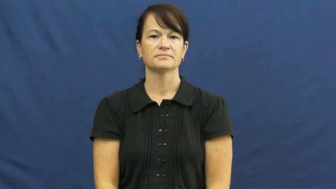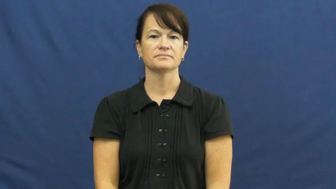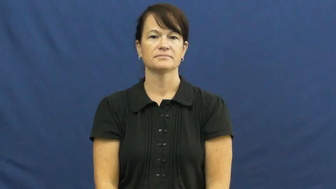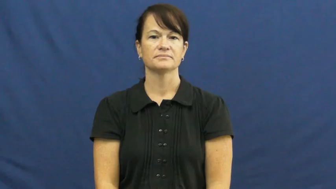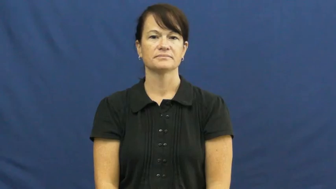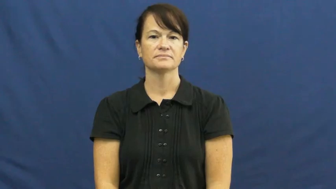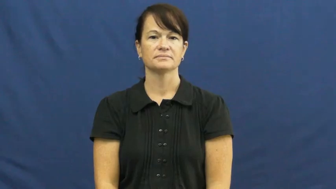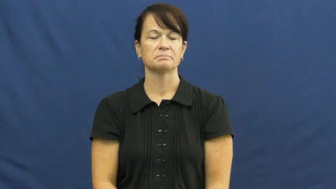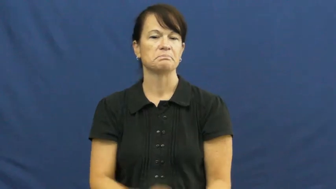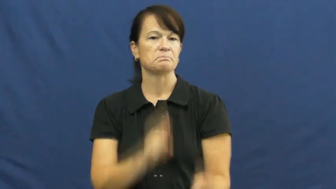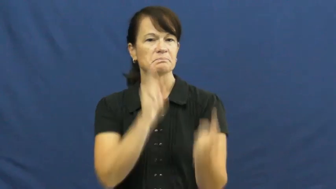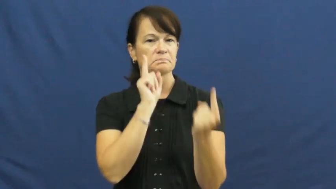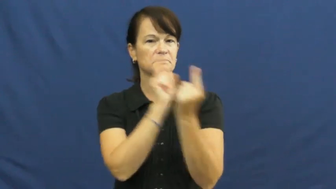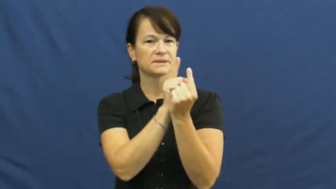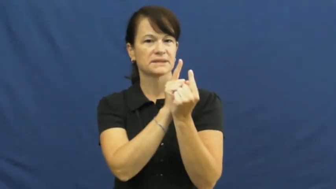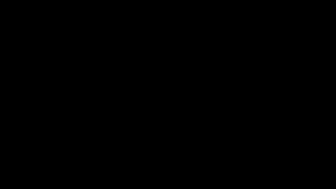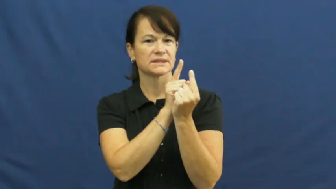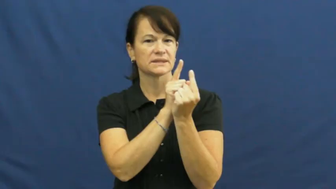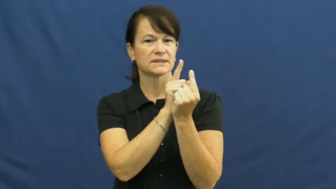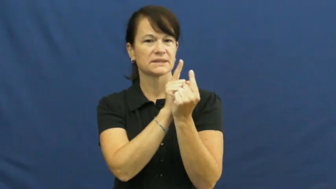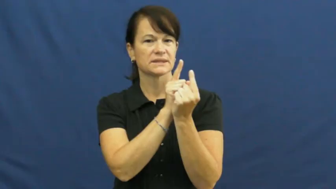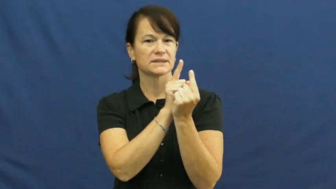bumped into